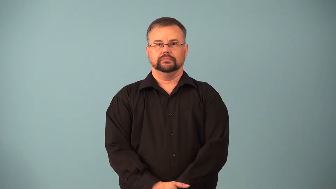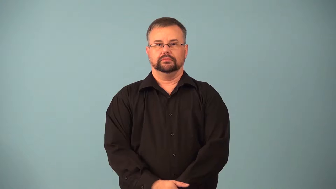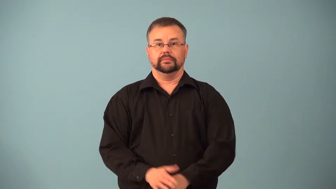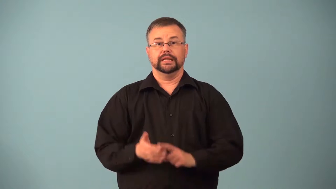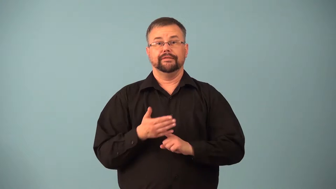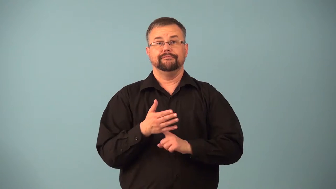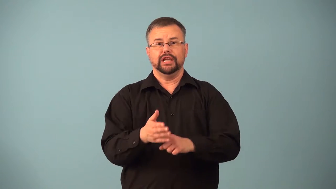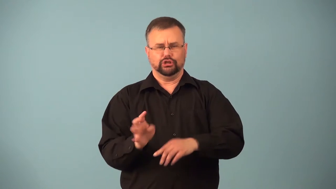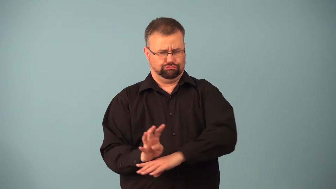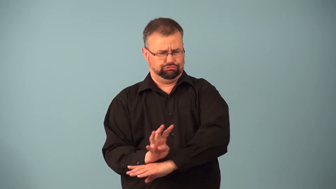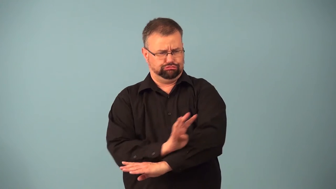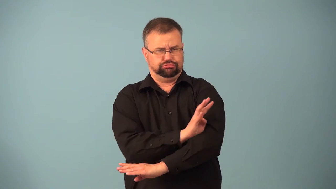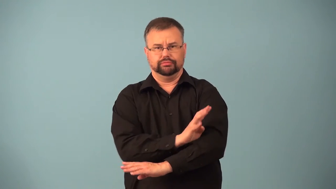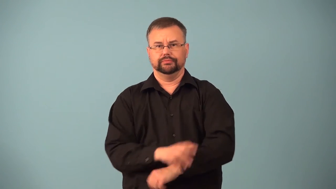finny-many fins